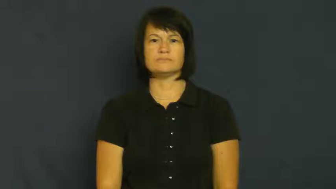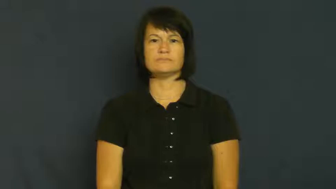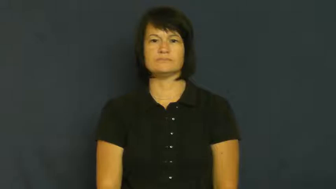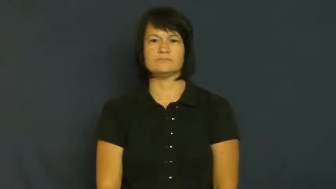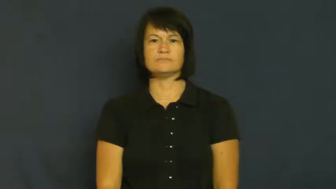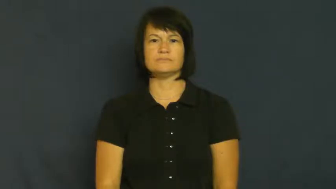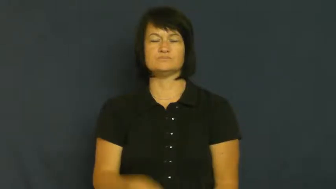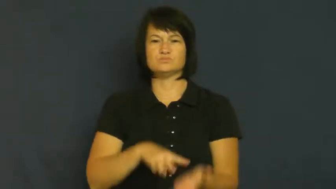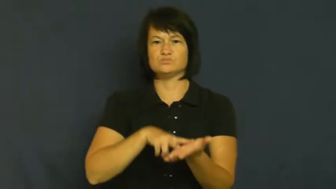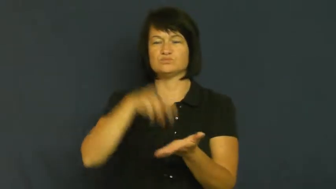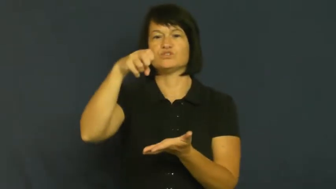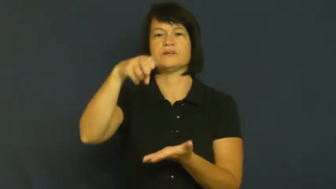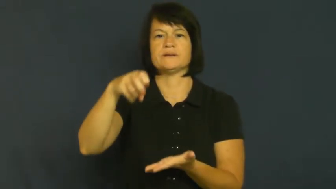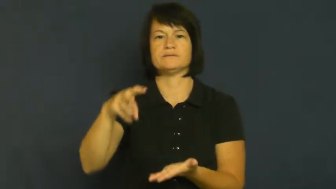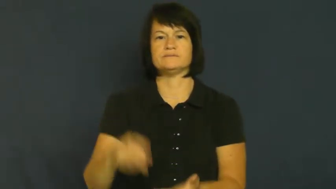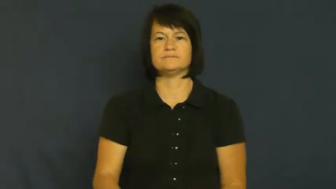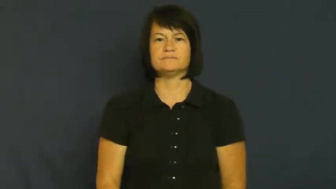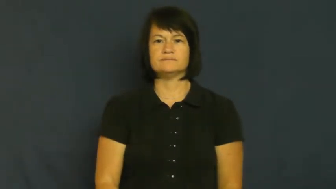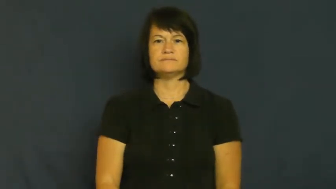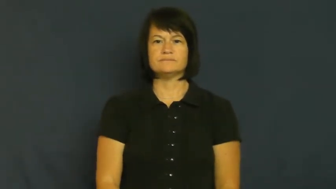spring-jump